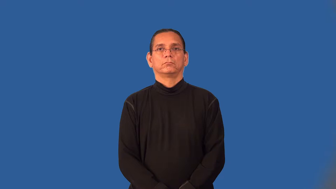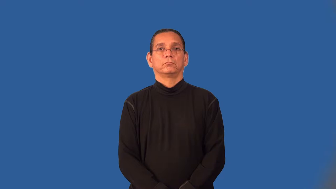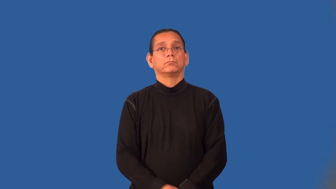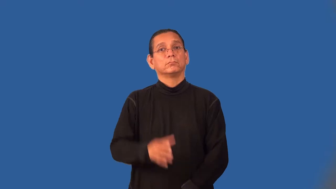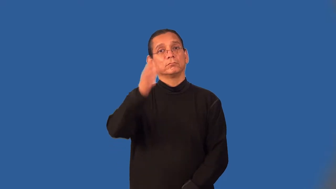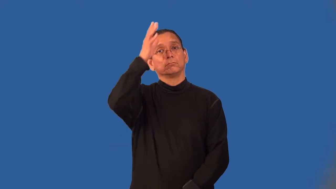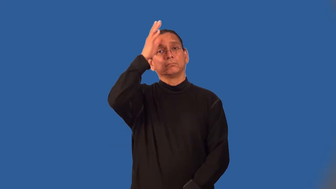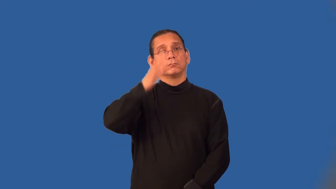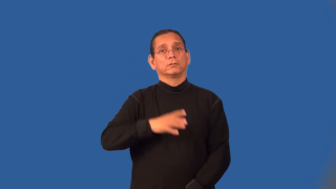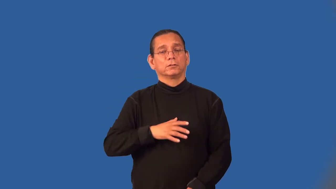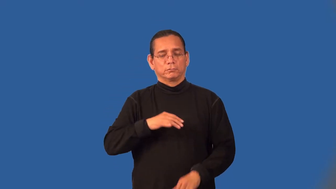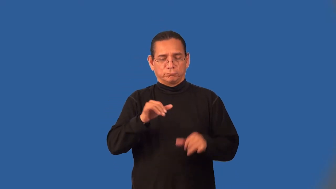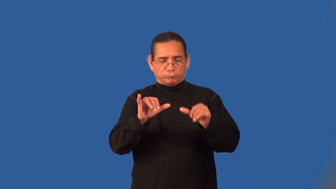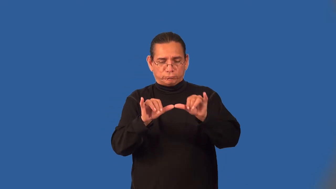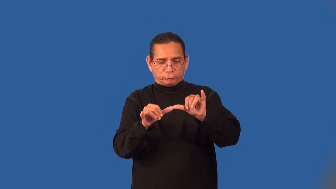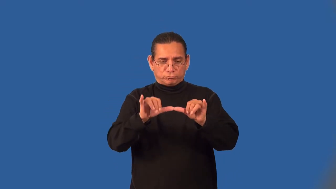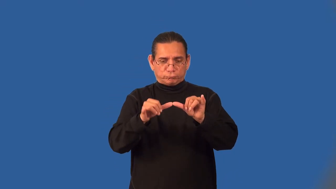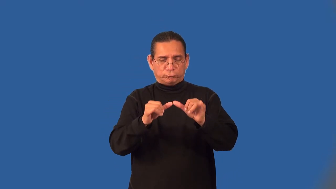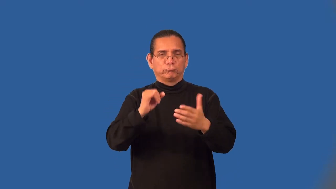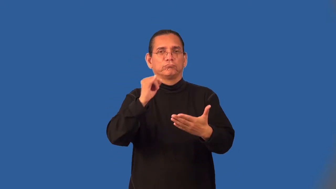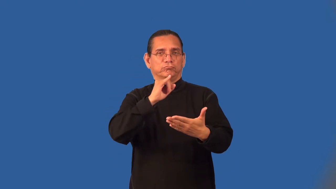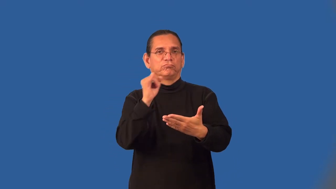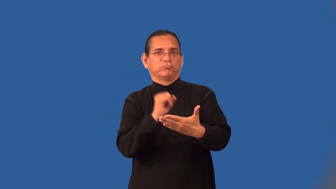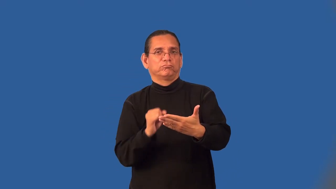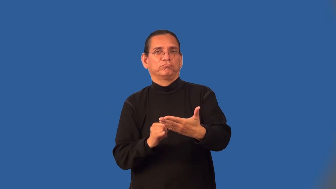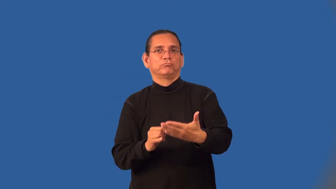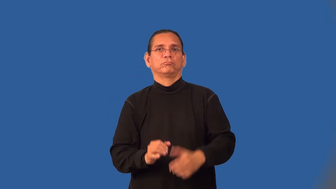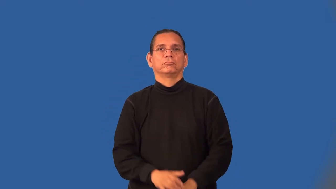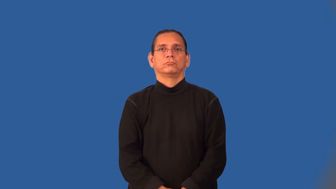draftsman